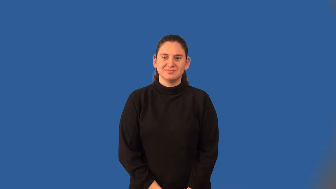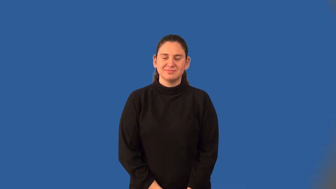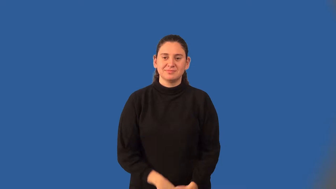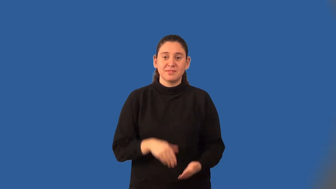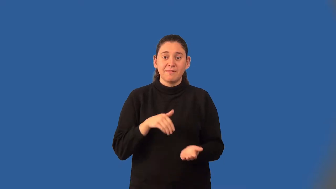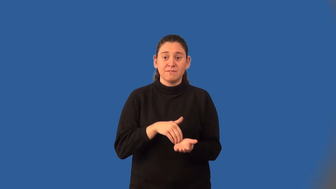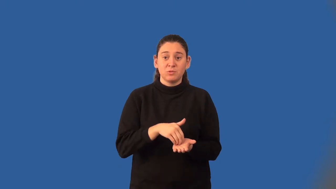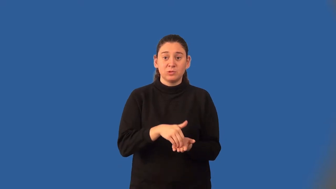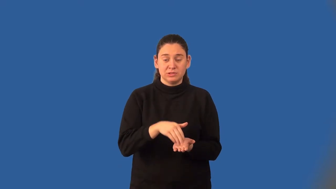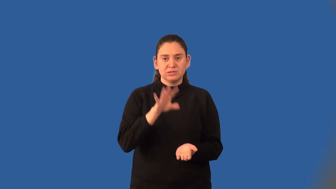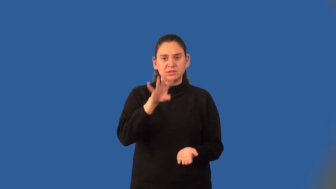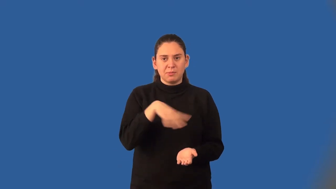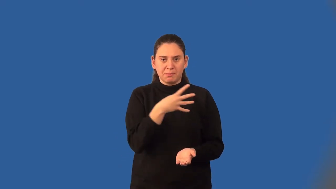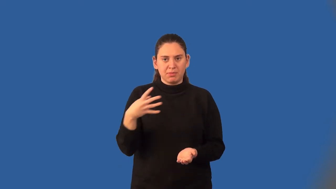frequency table